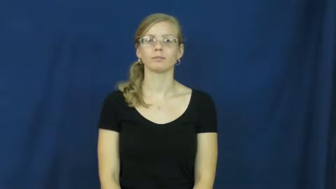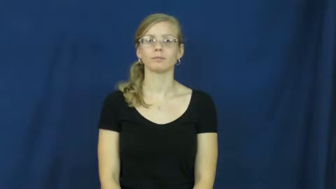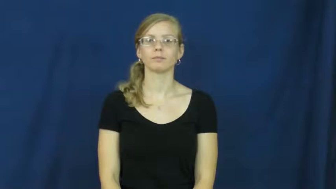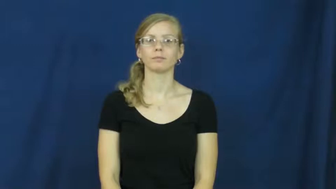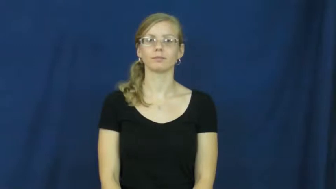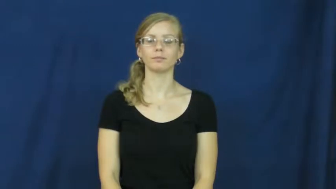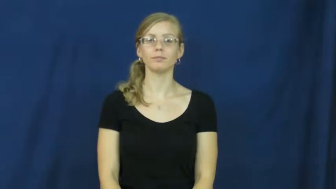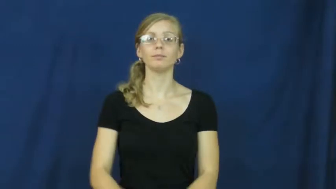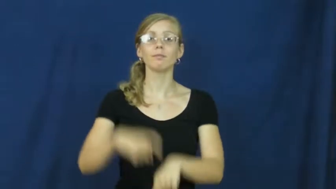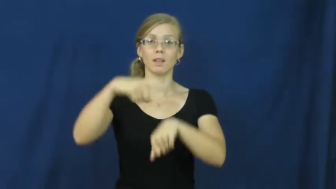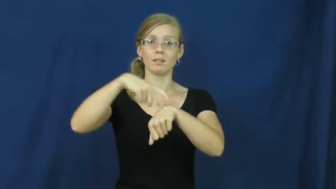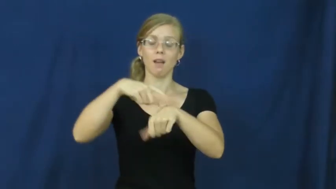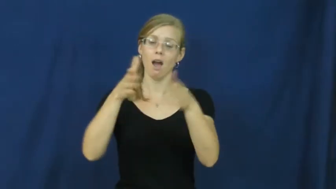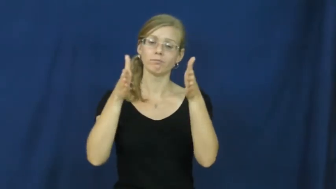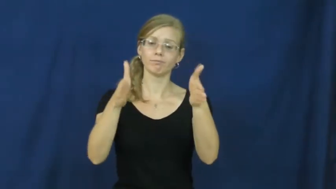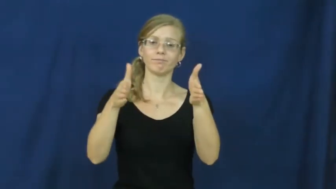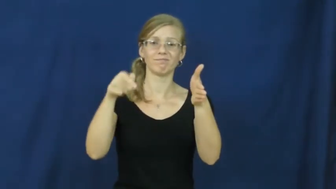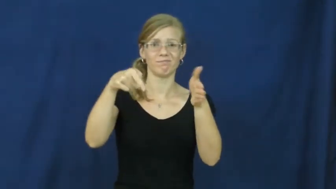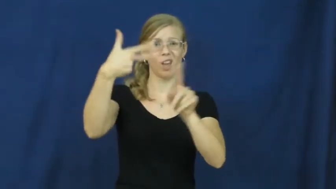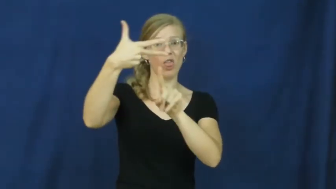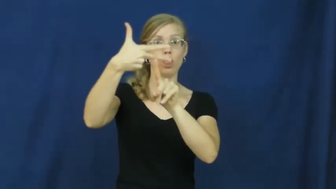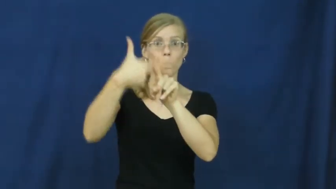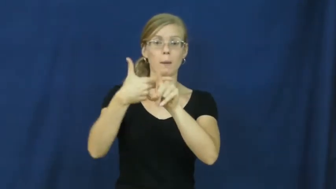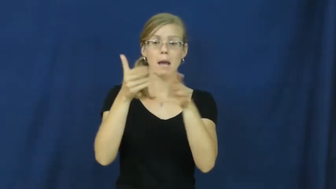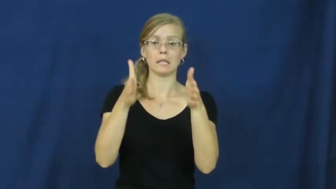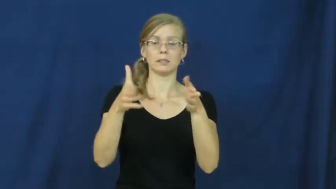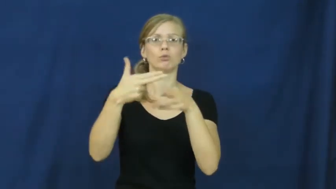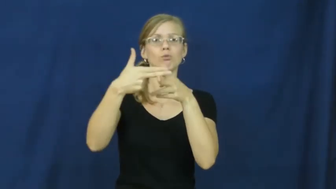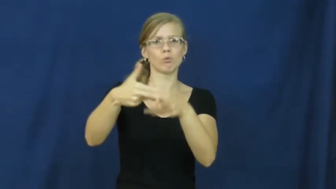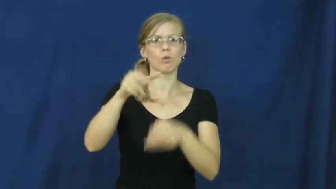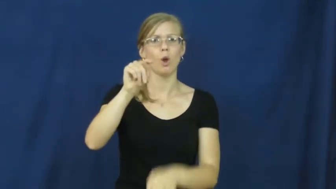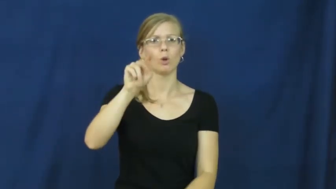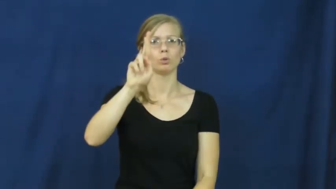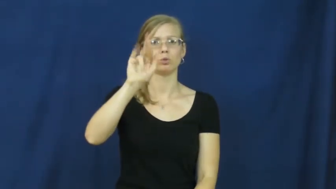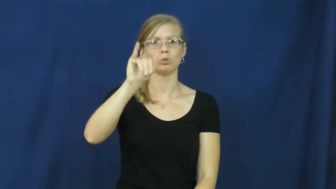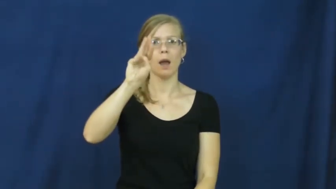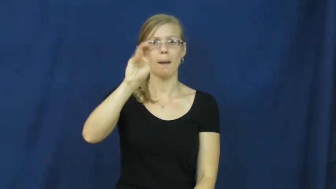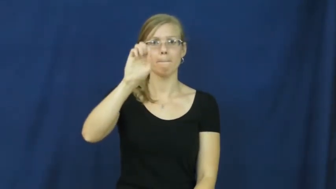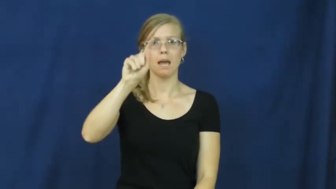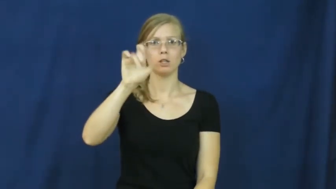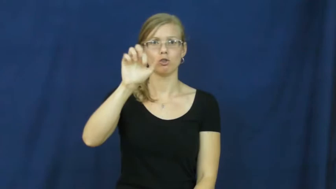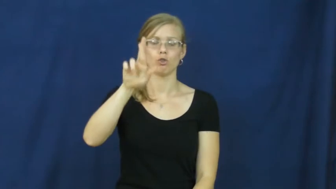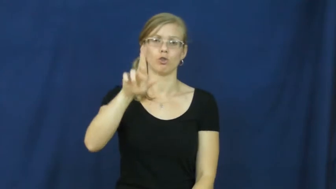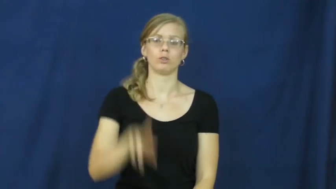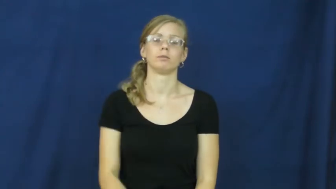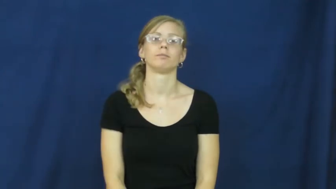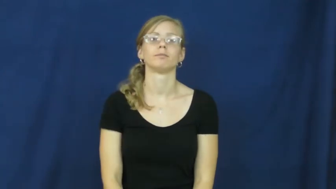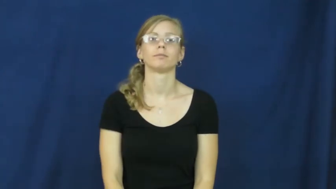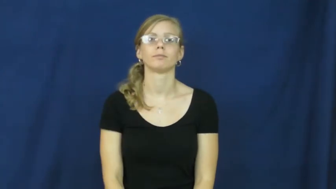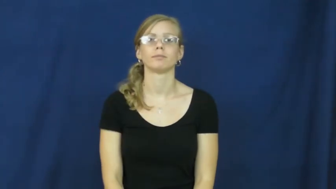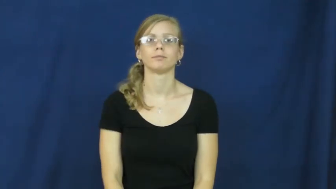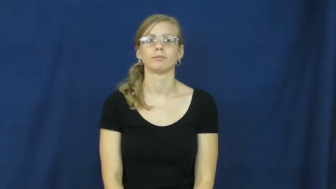trimester